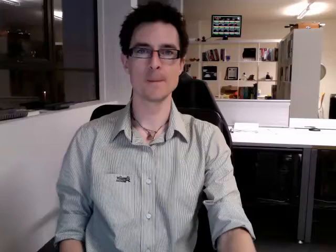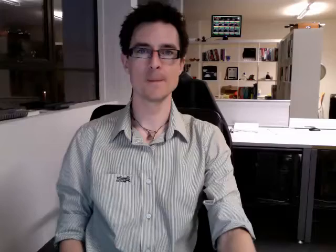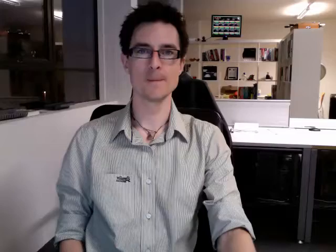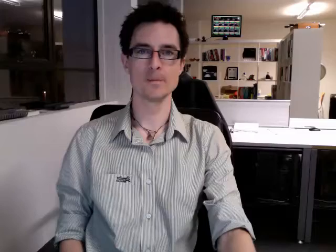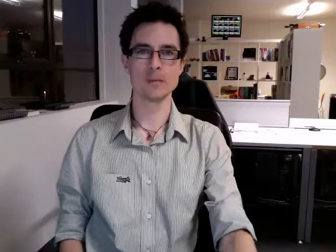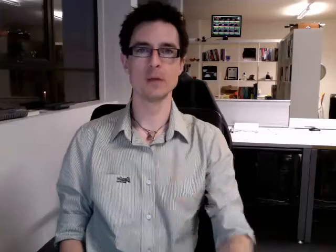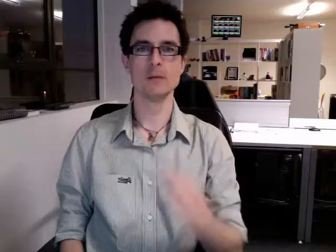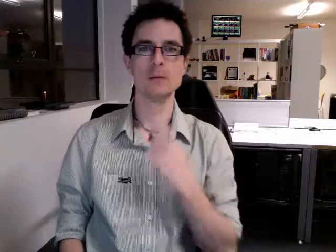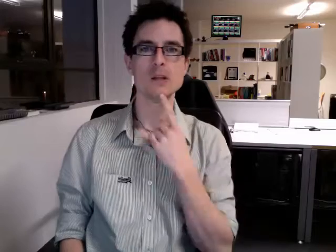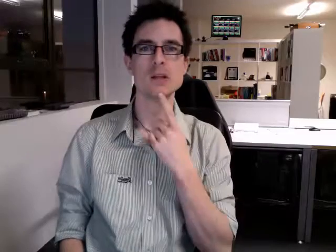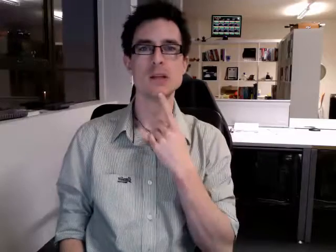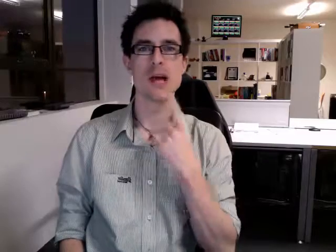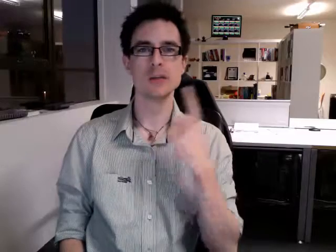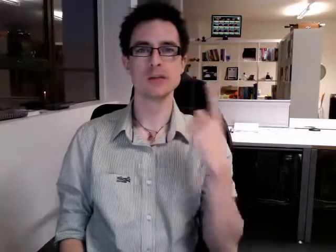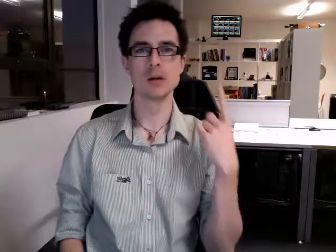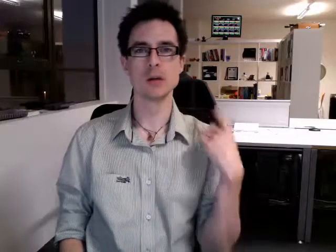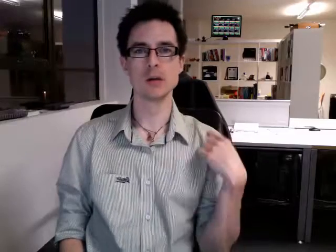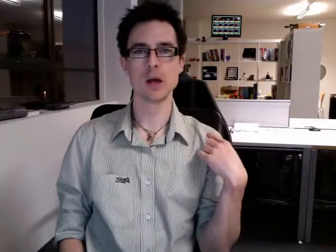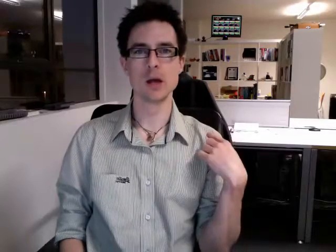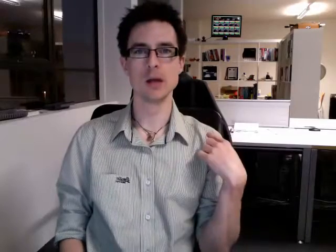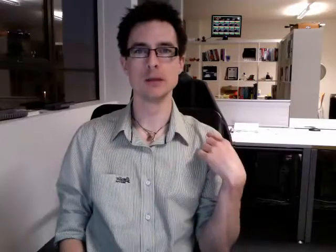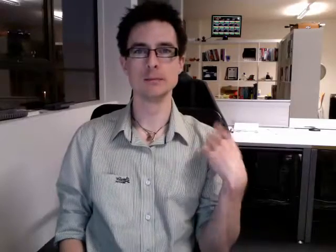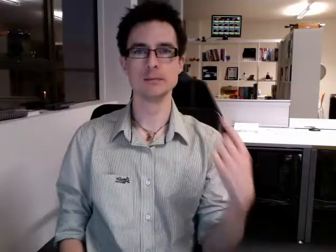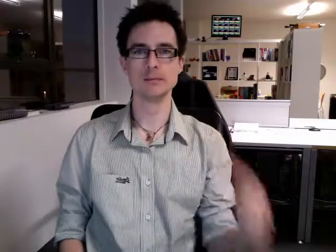yesterday